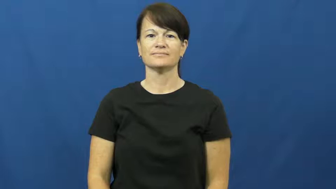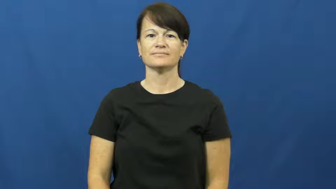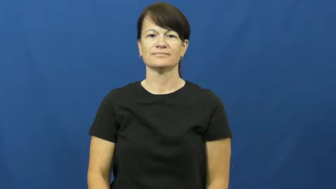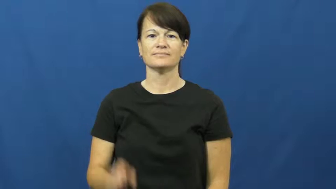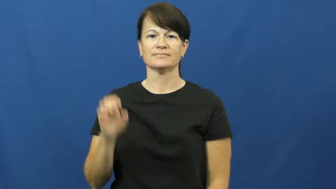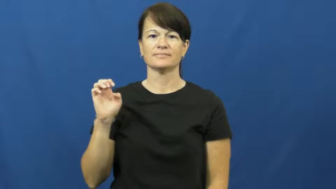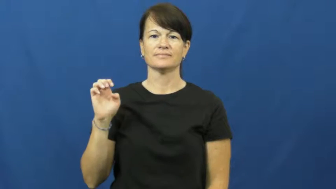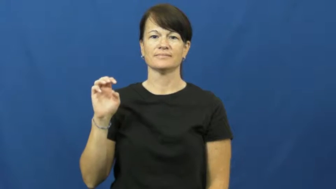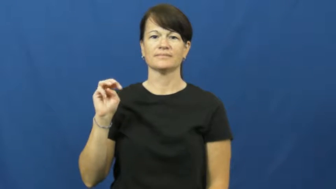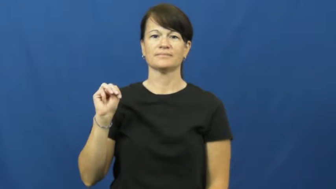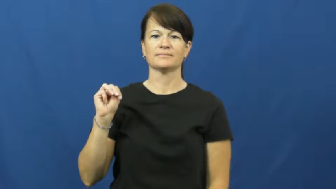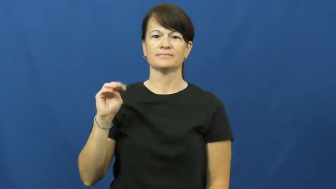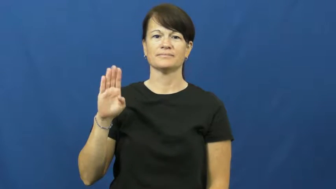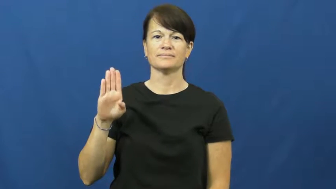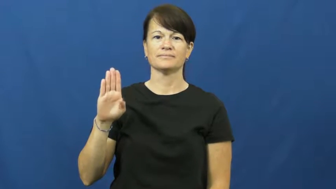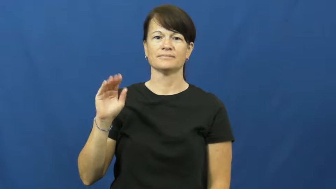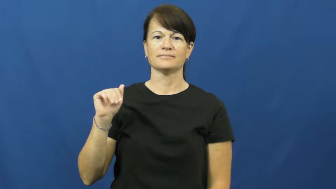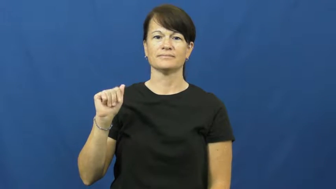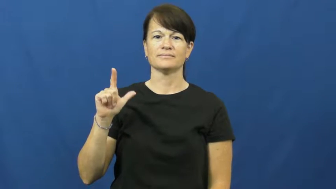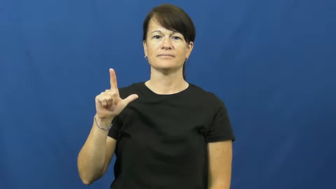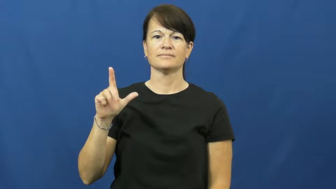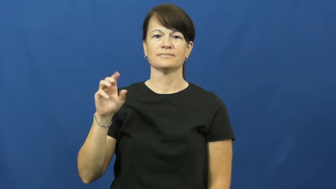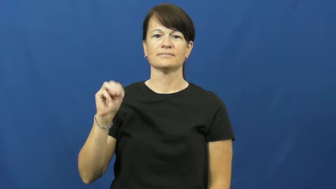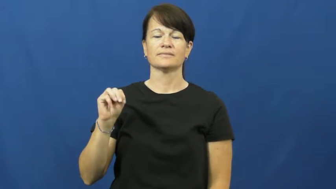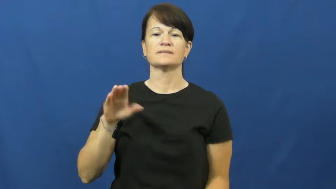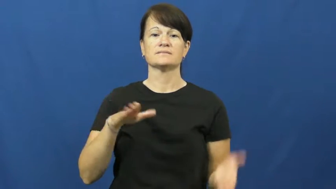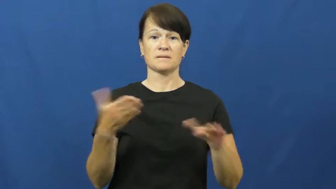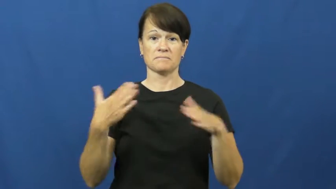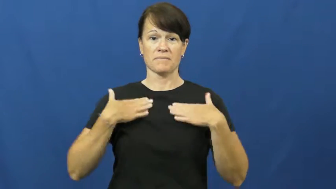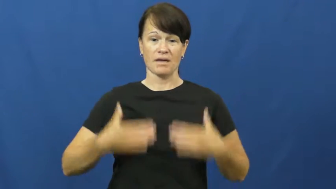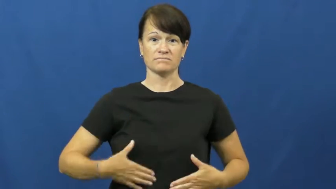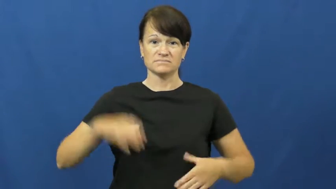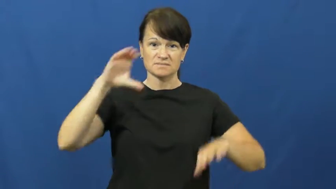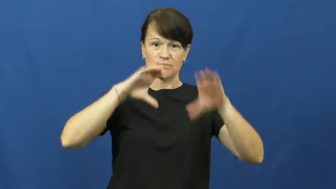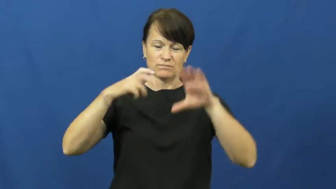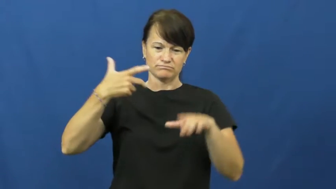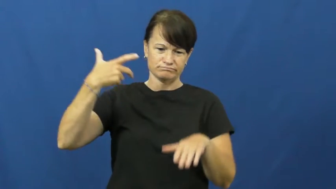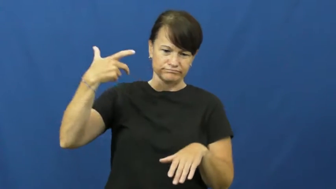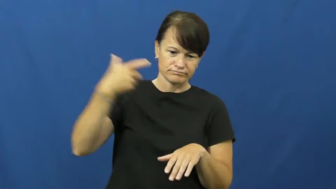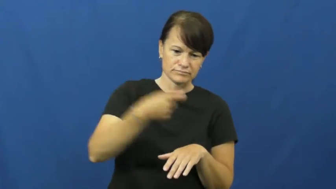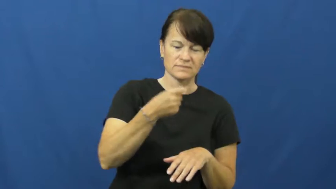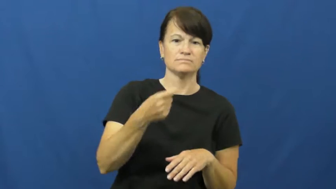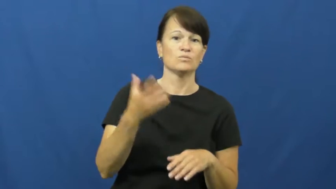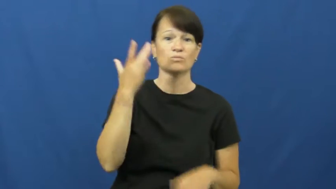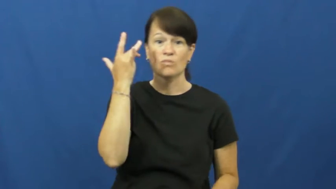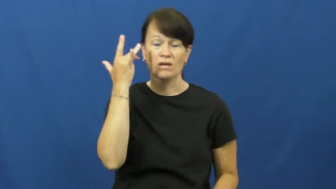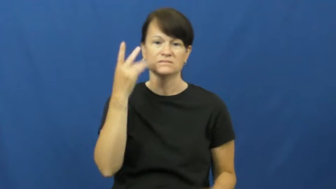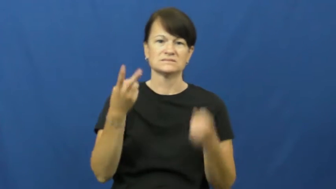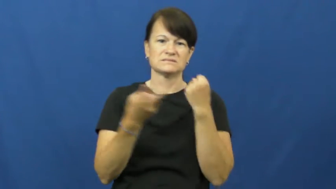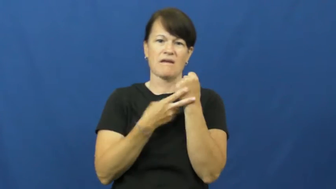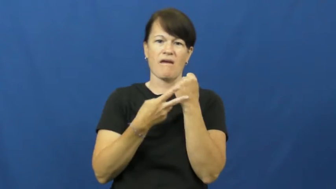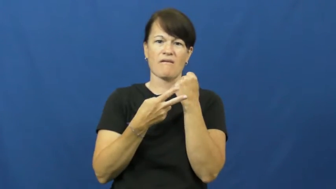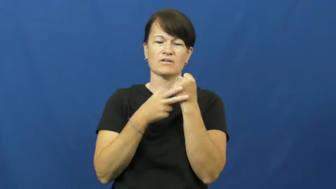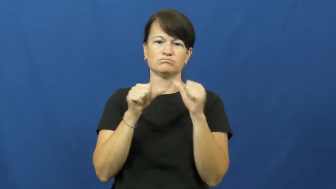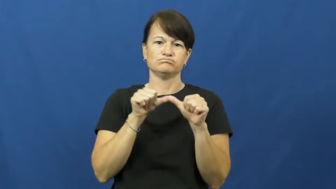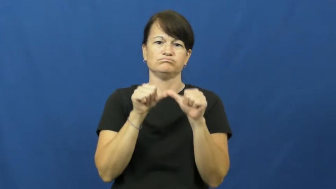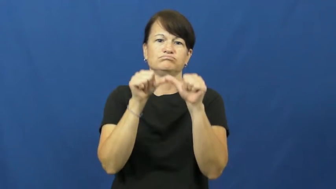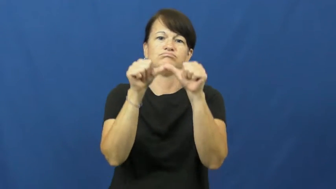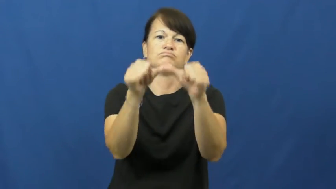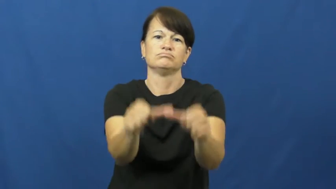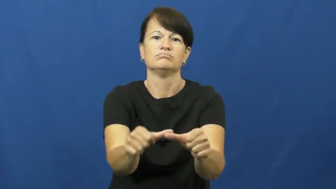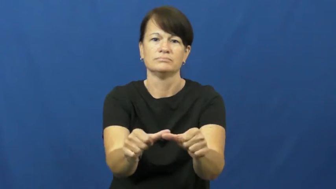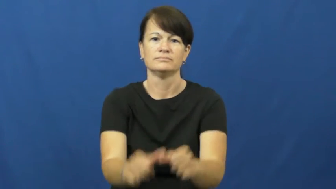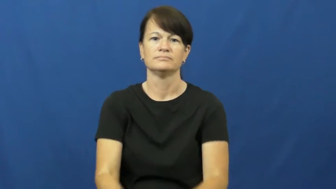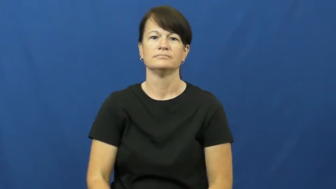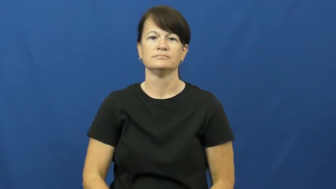embalm